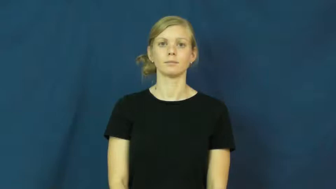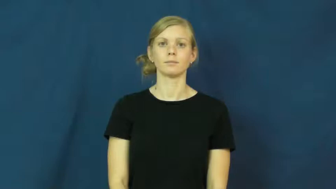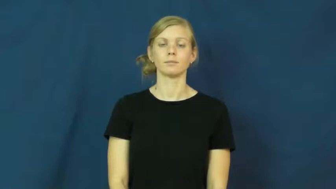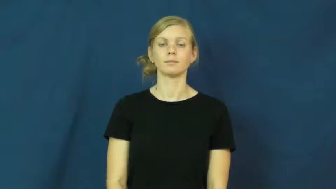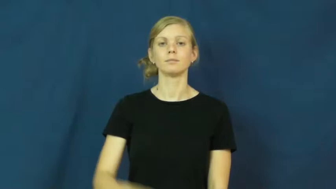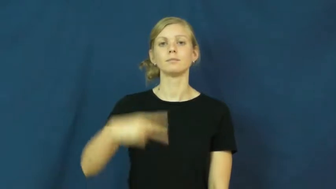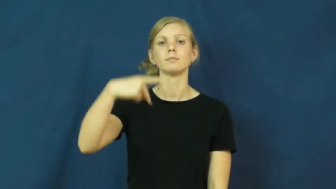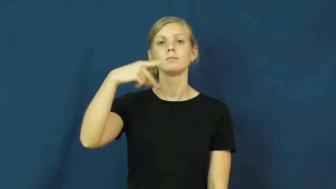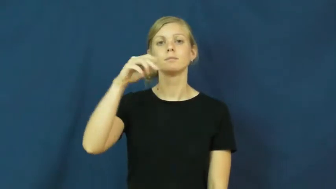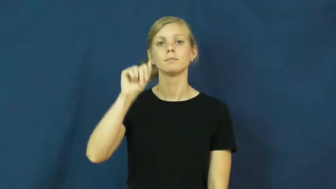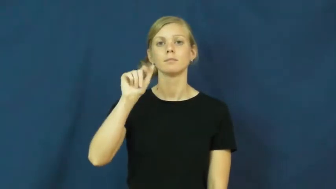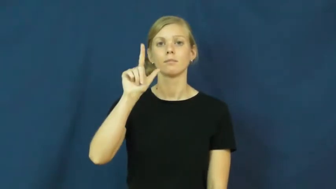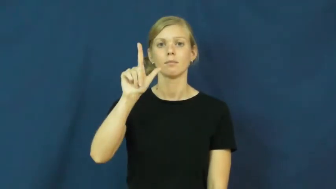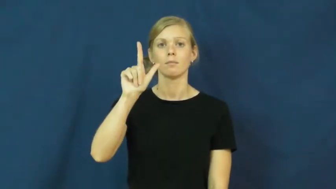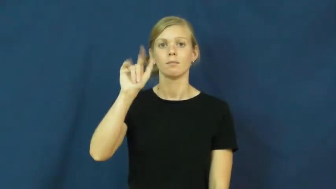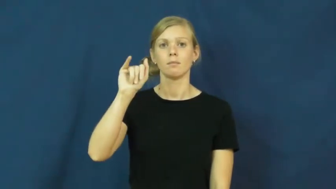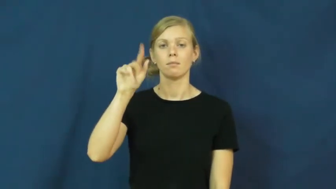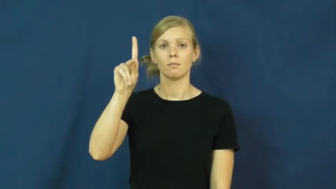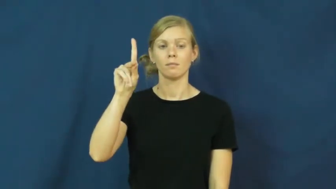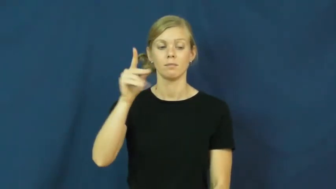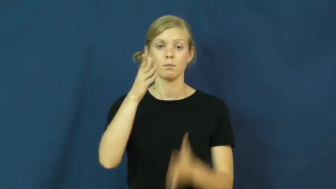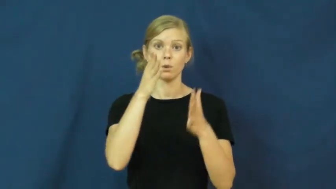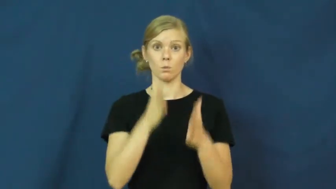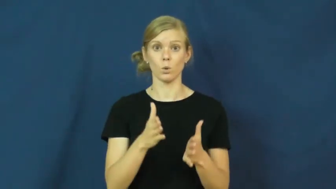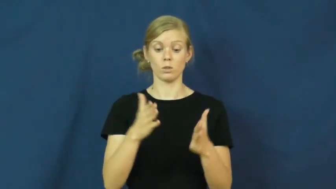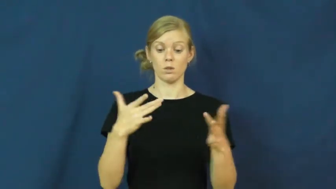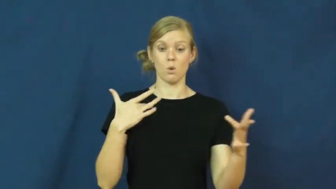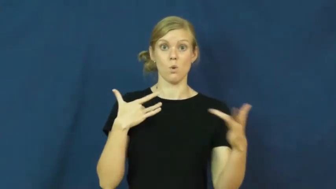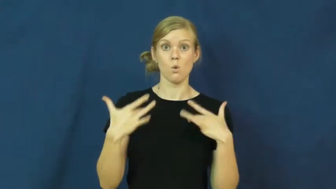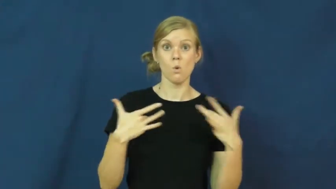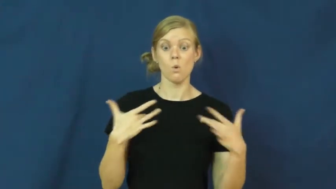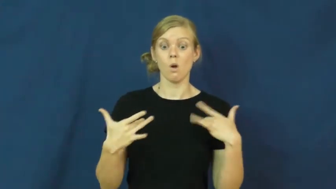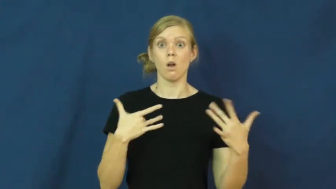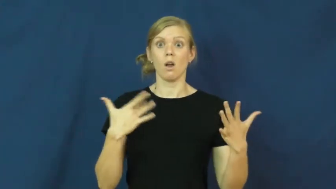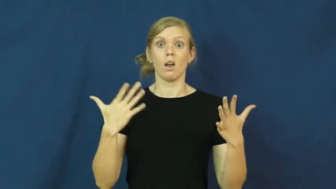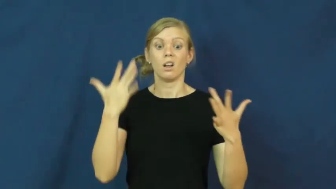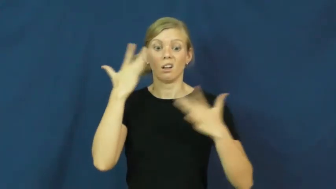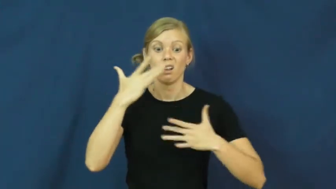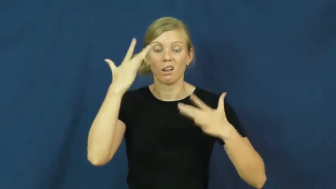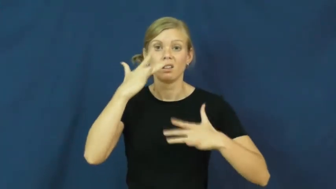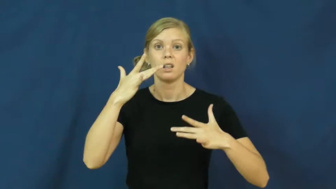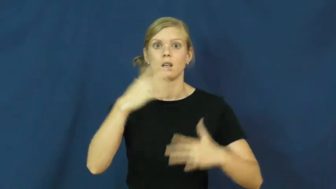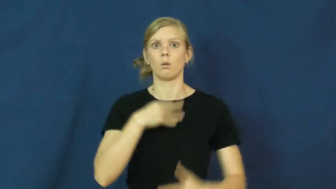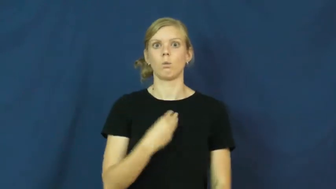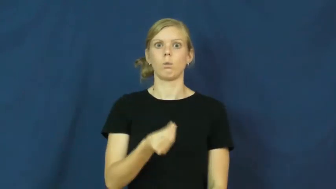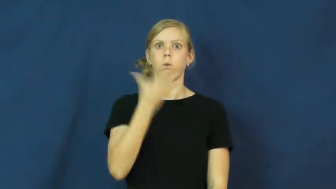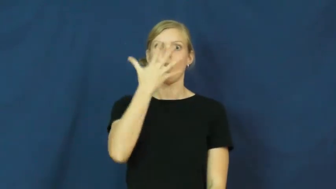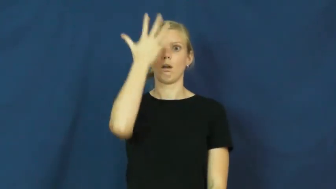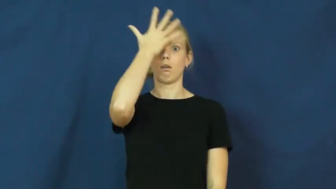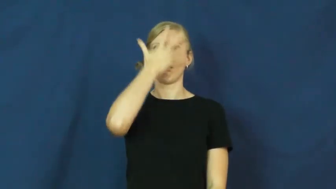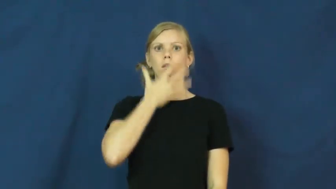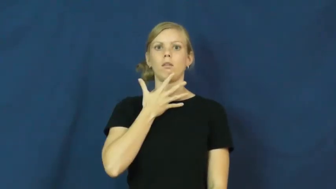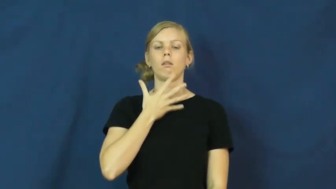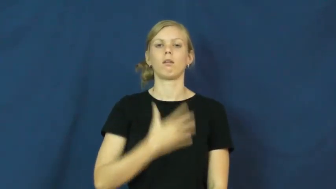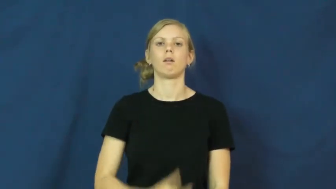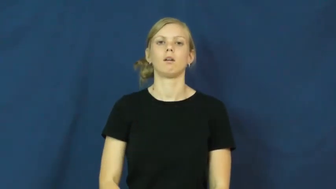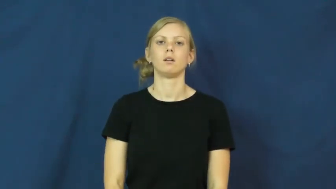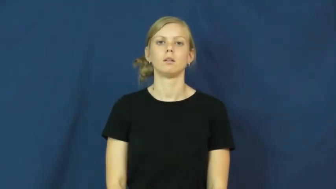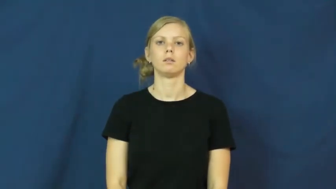pallid